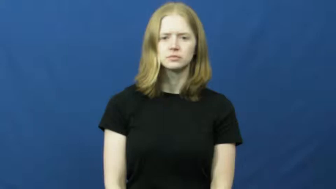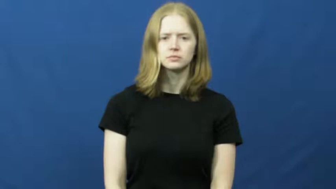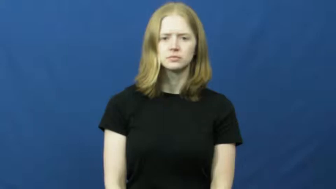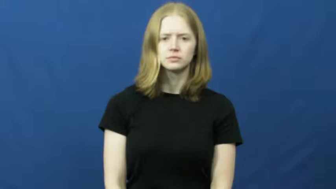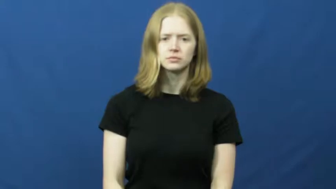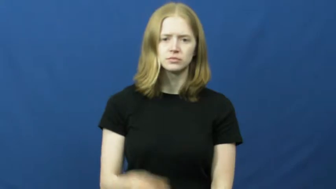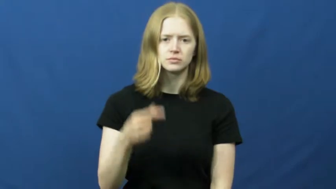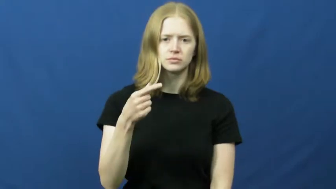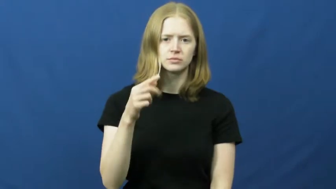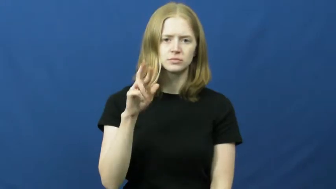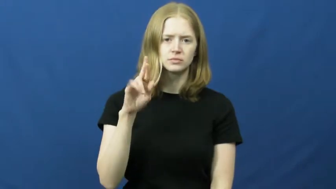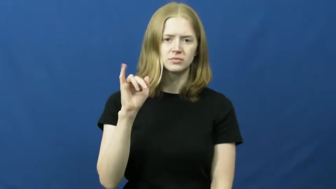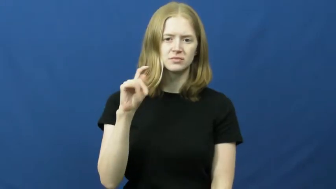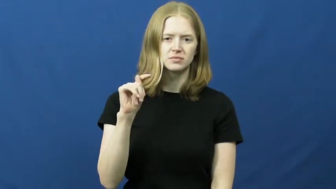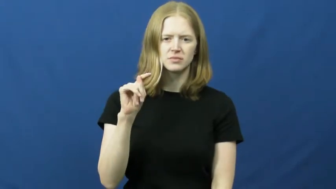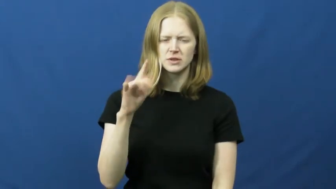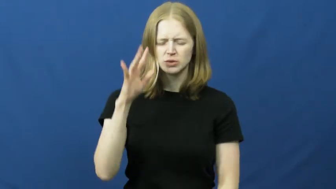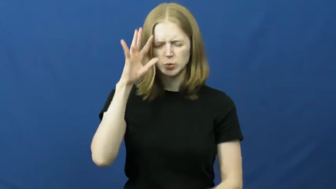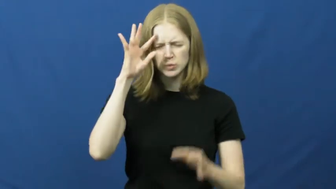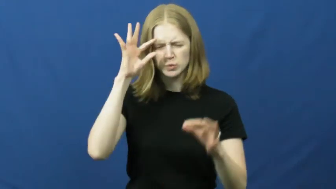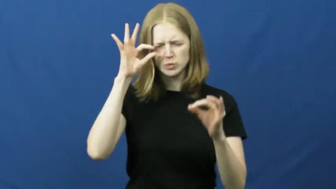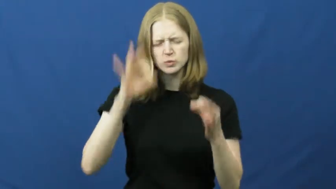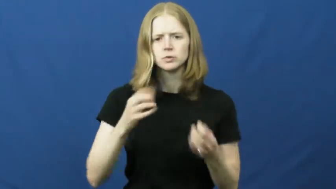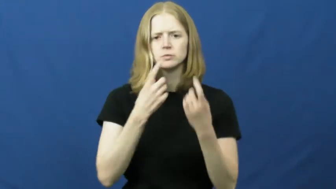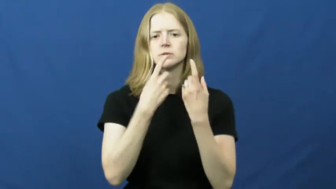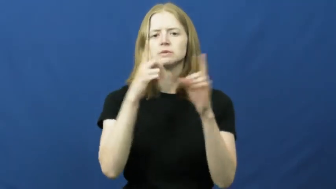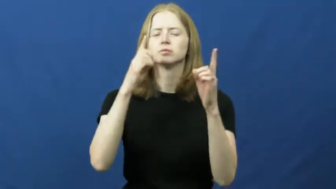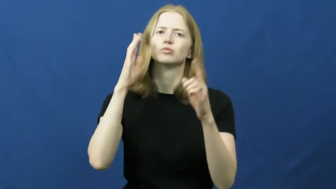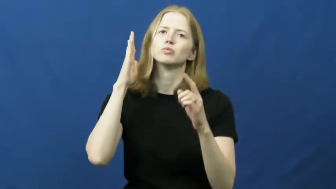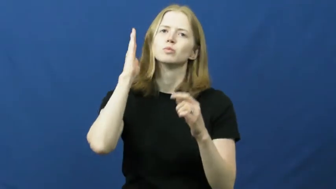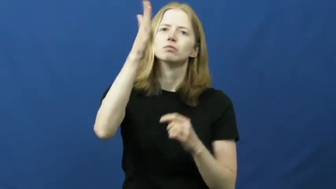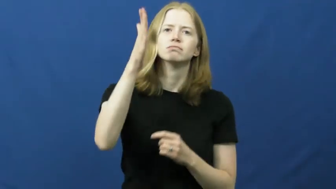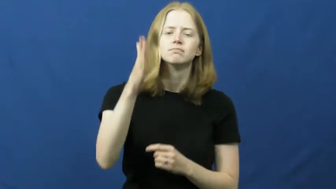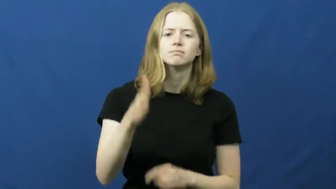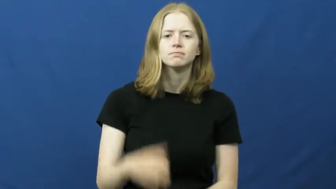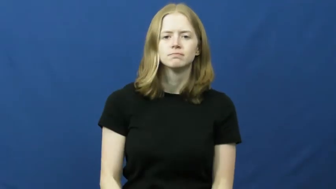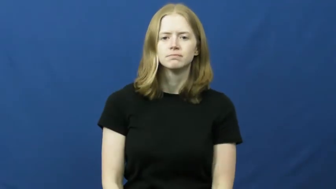grit,gritty-determined